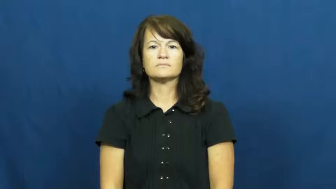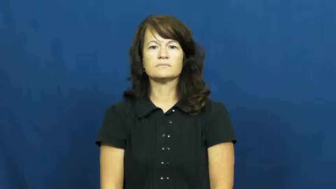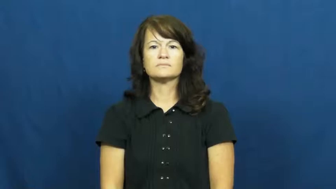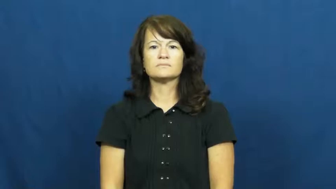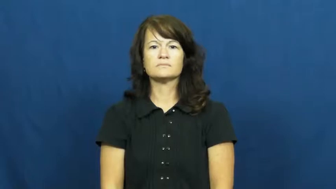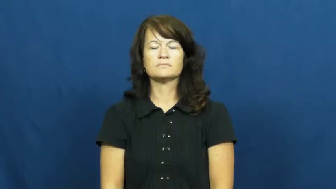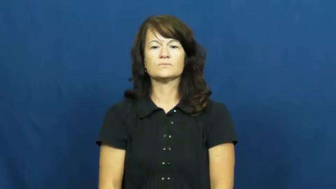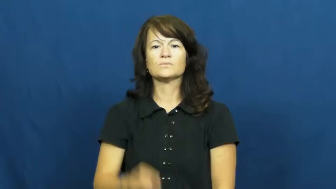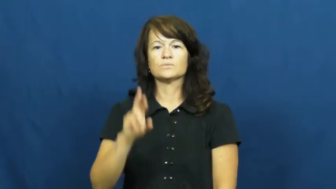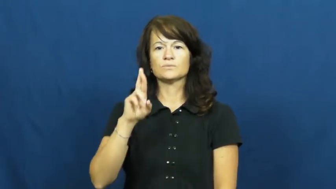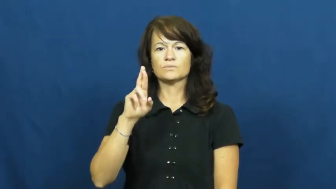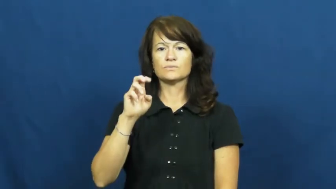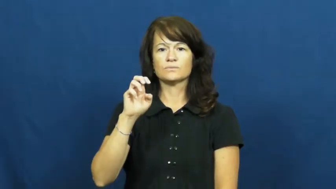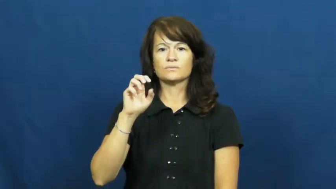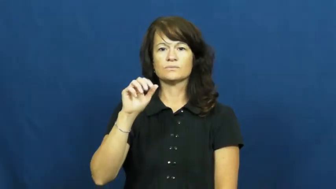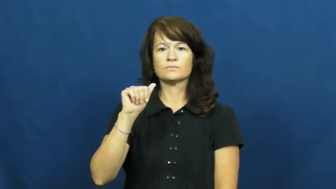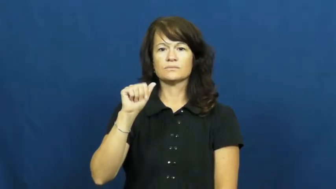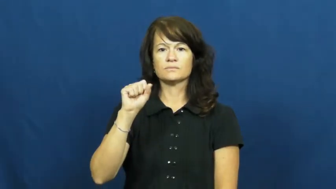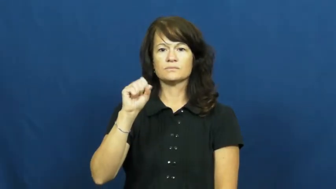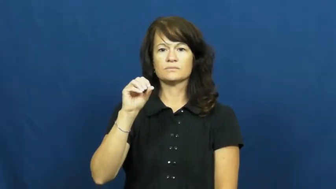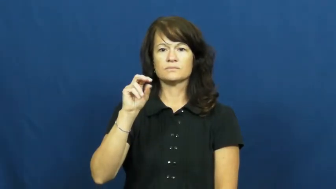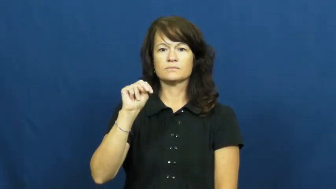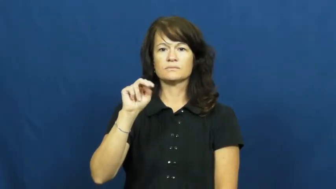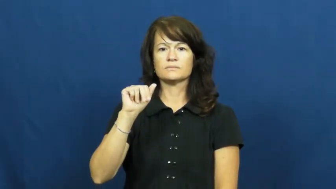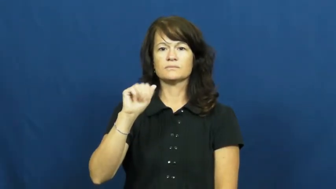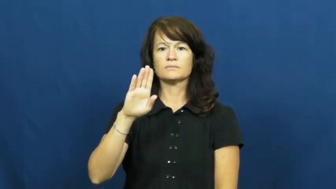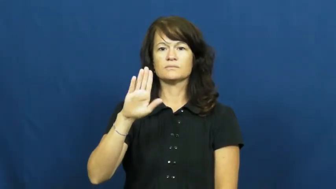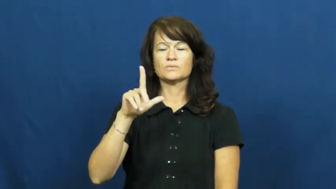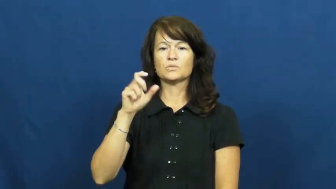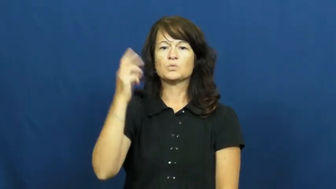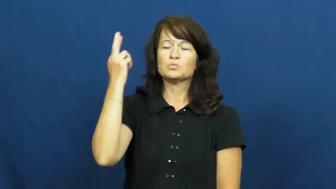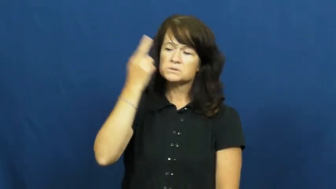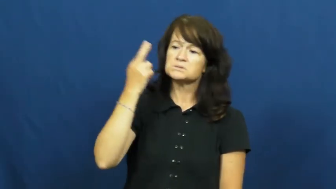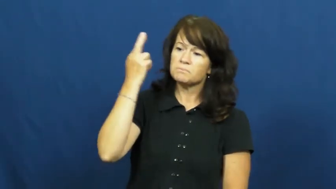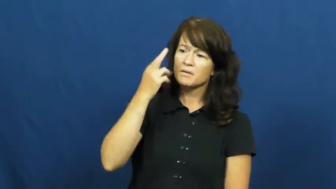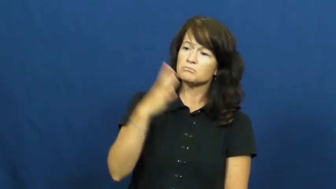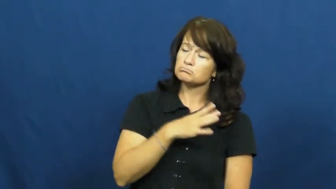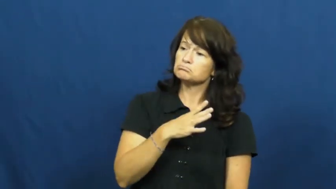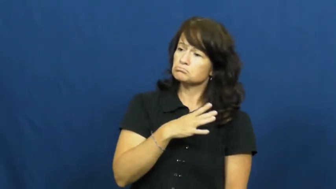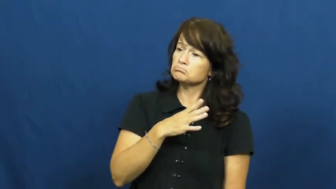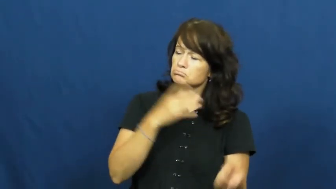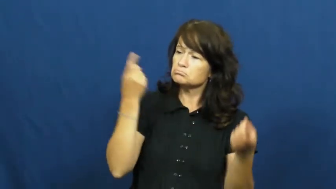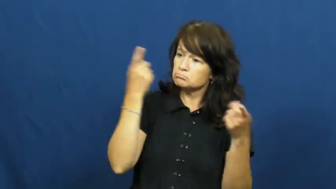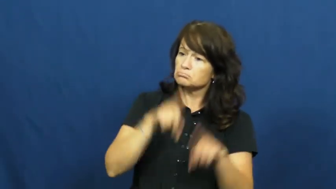reasonable